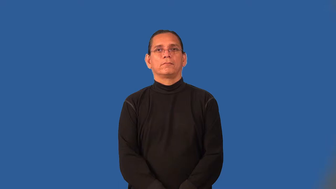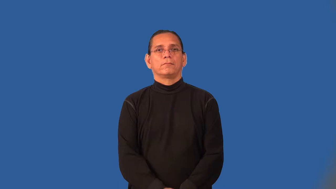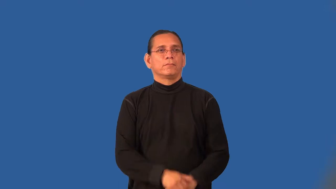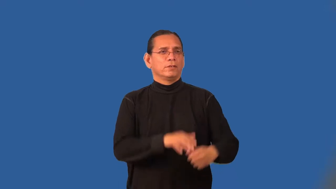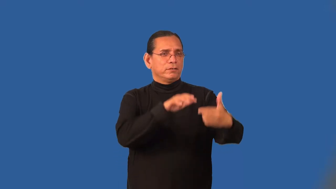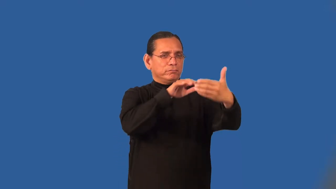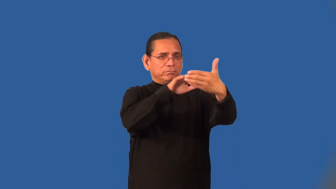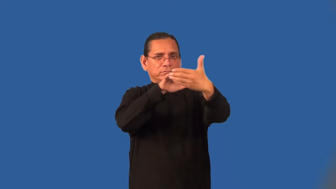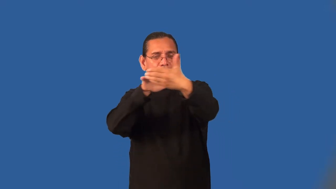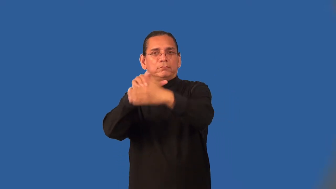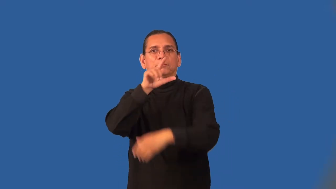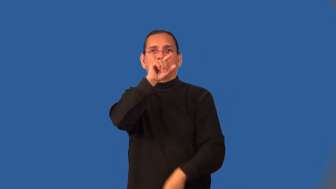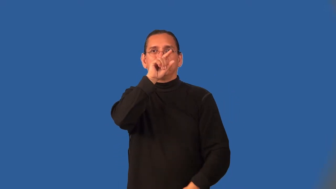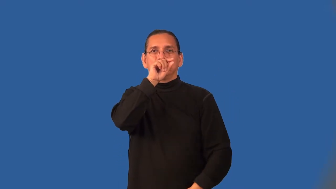ornithology